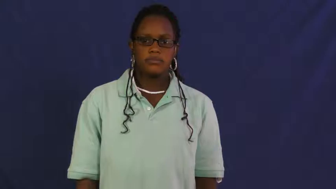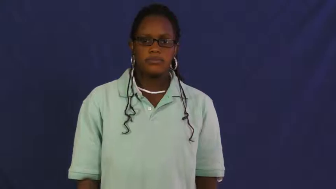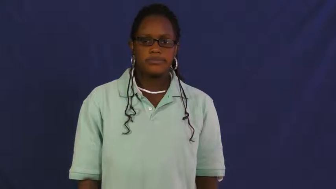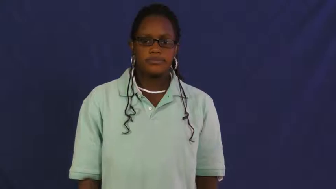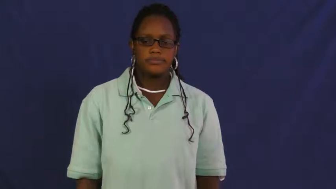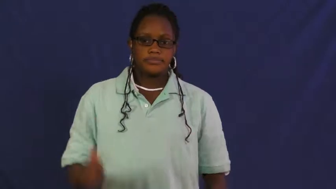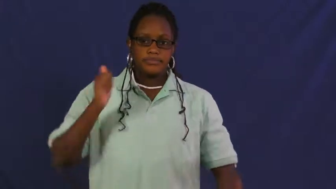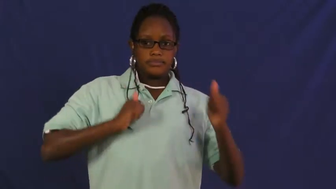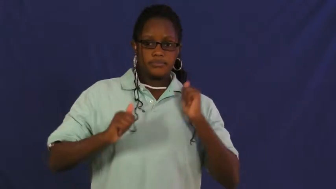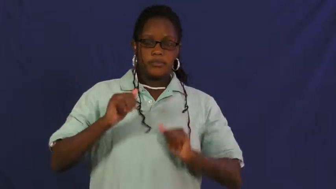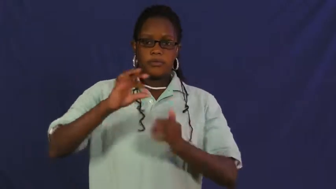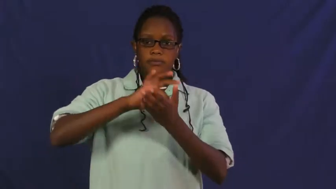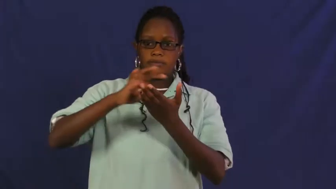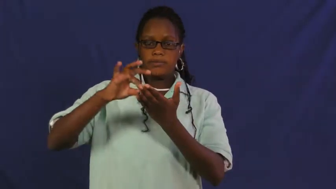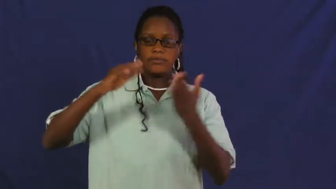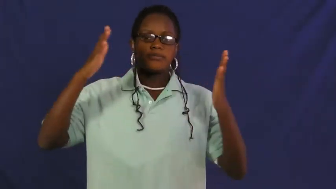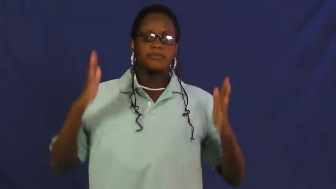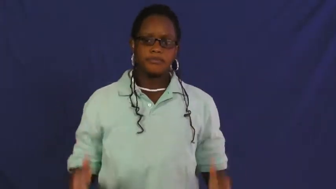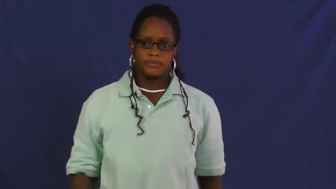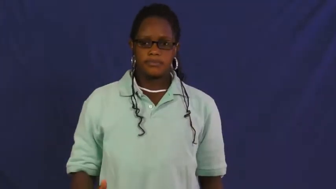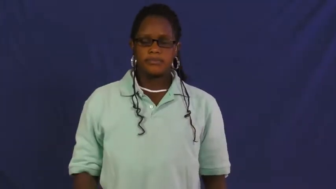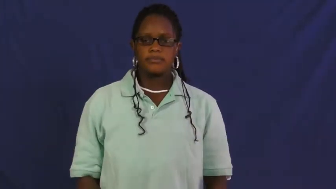playwright